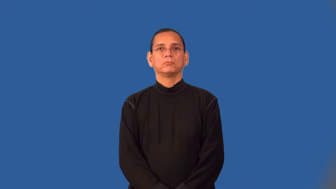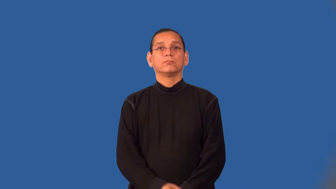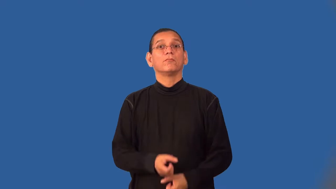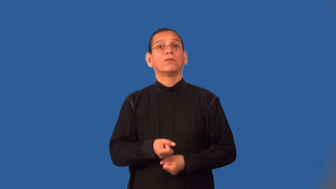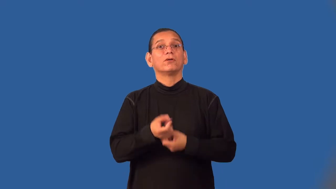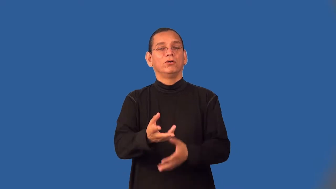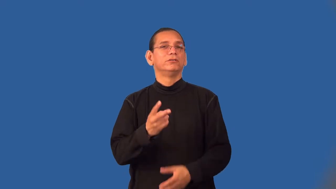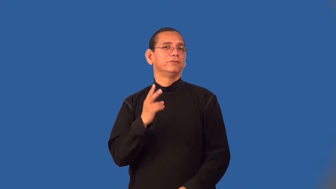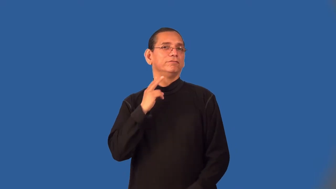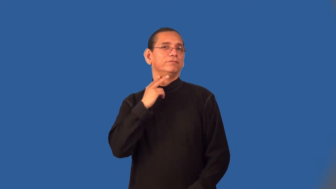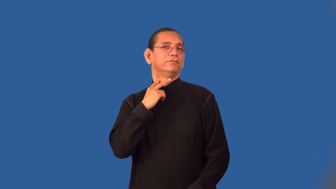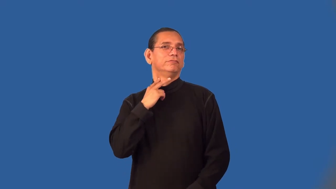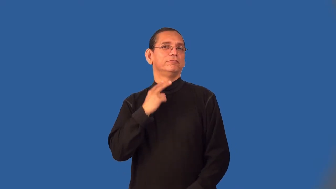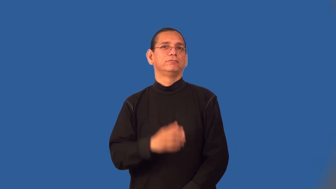victimize